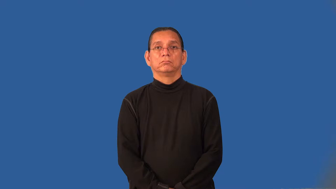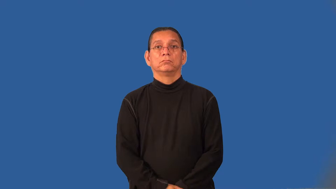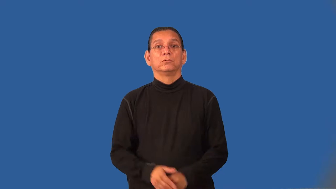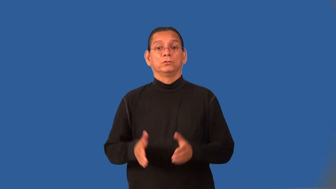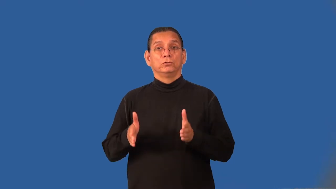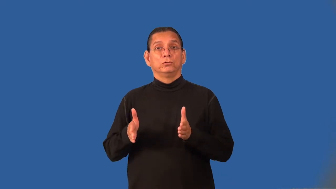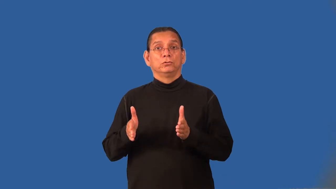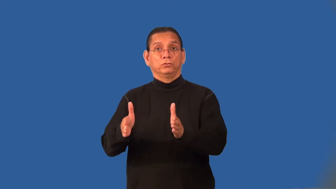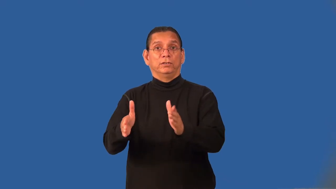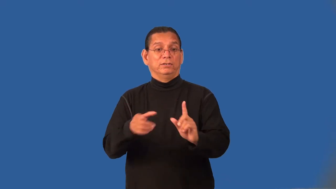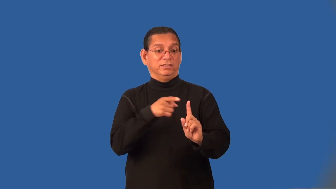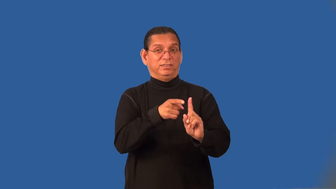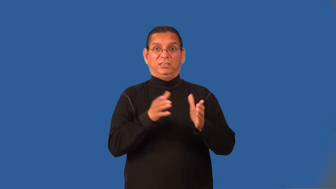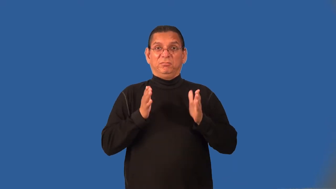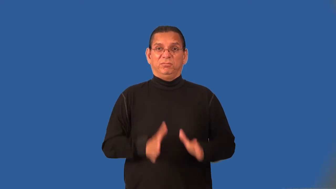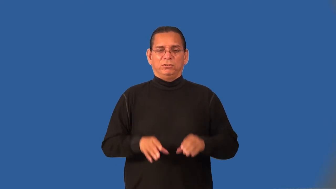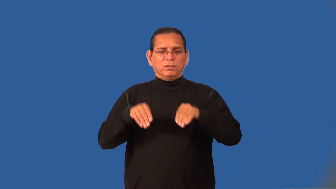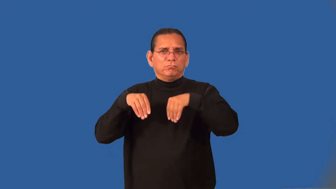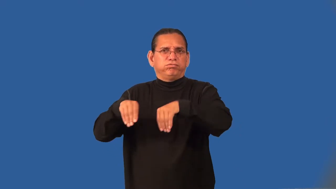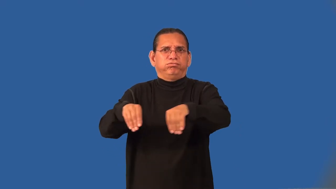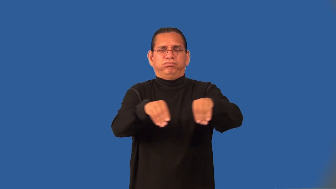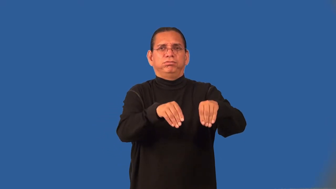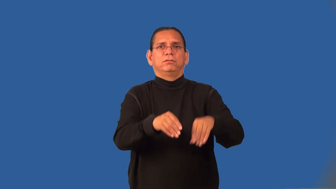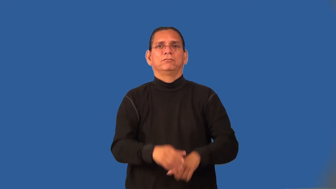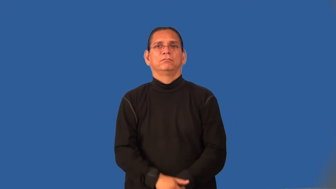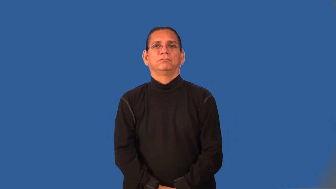huckster,hustler